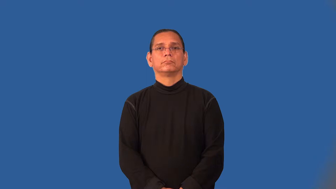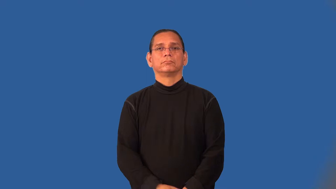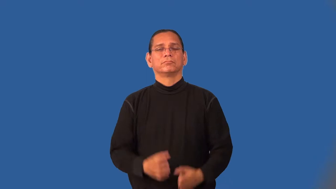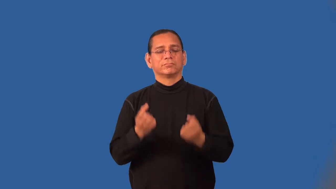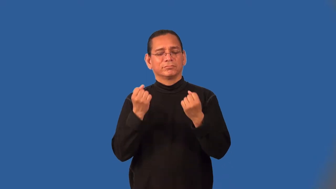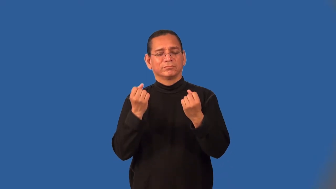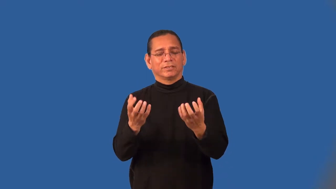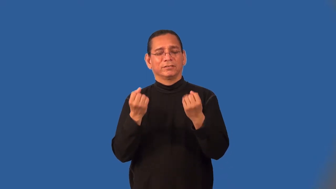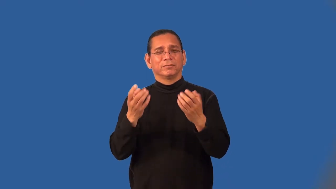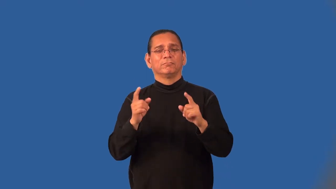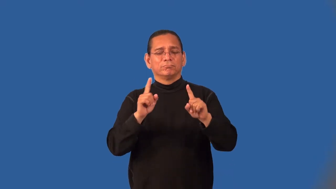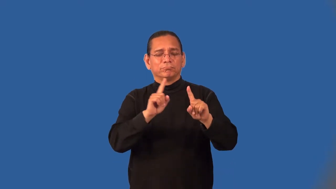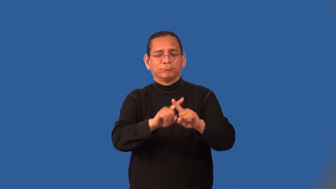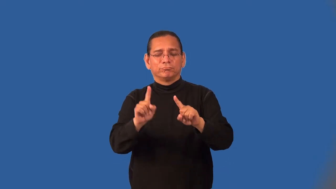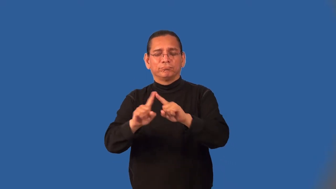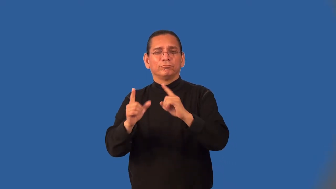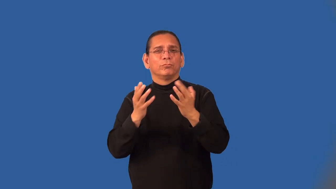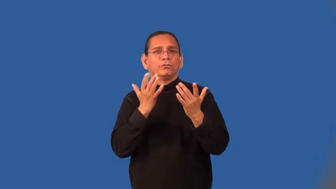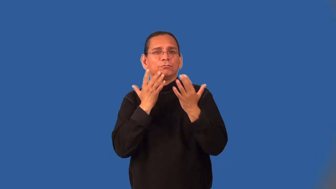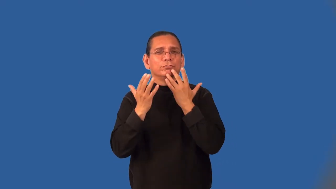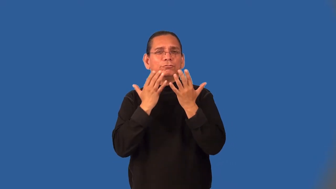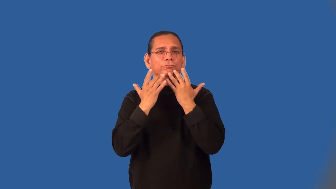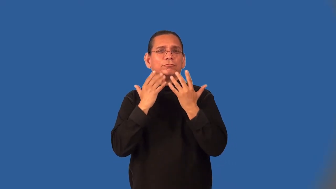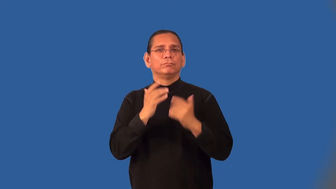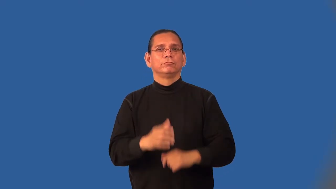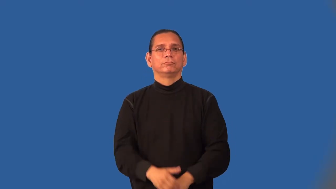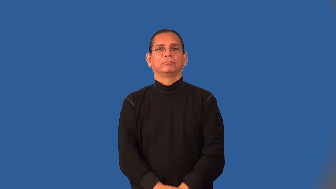multicolor,varicolored